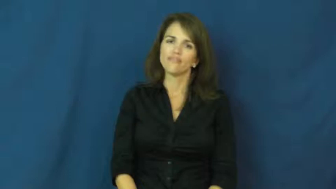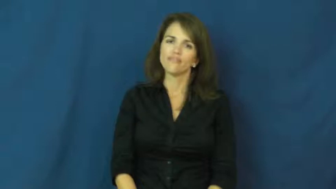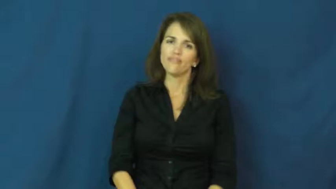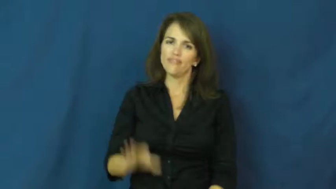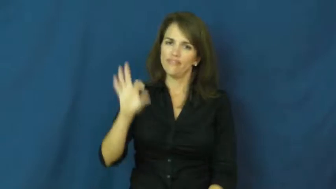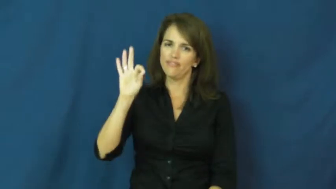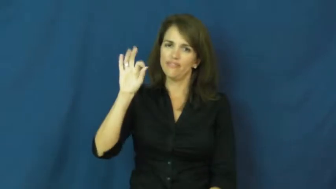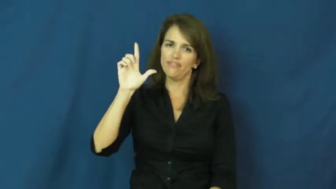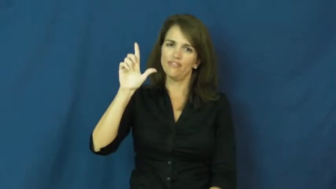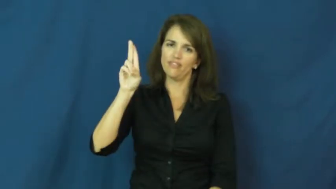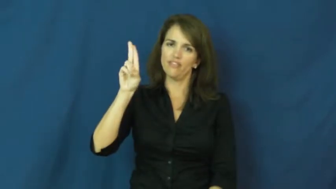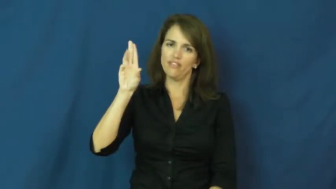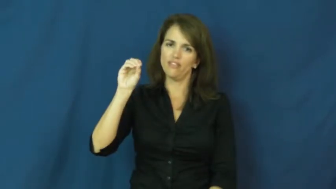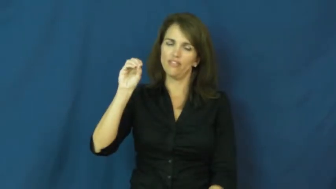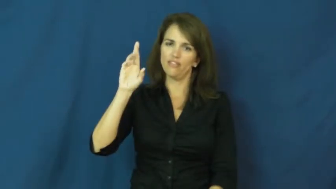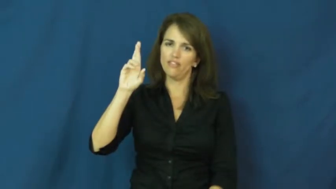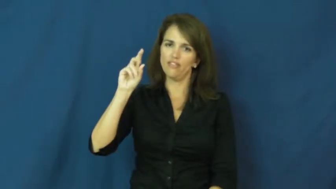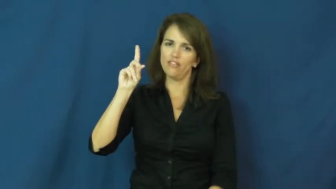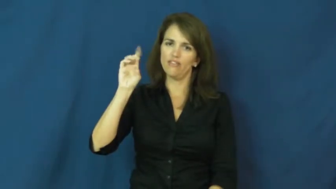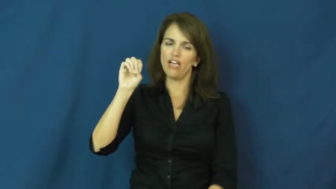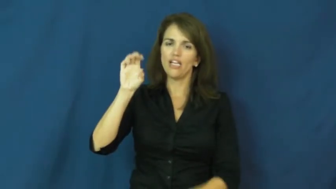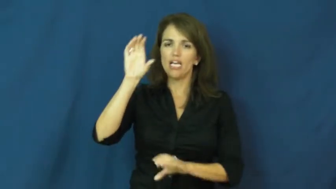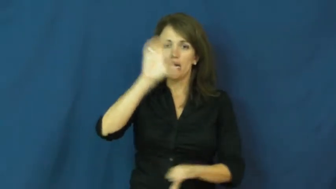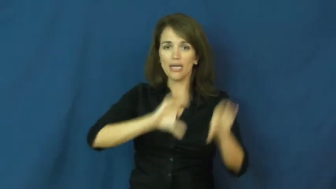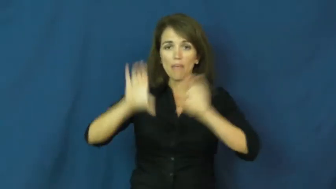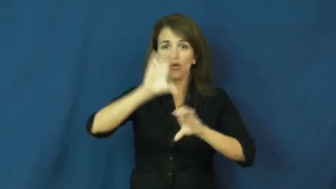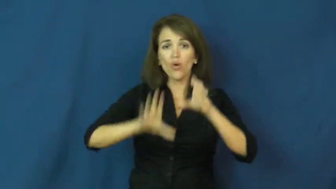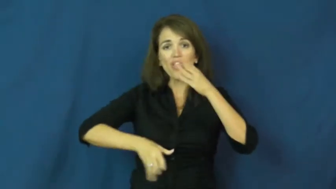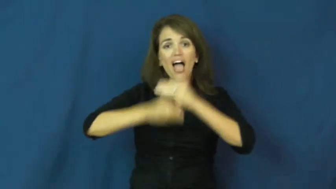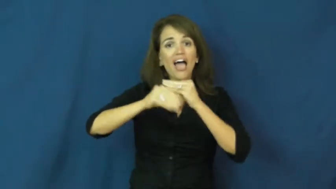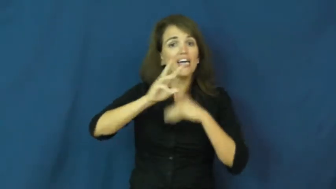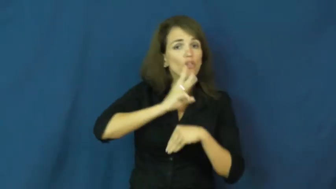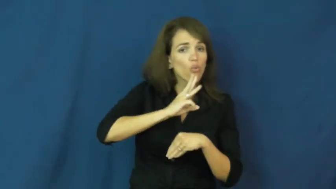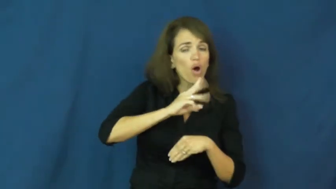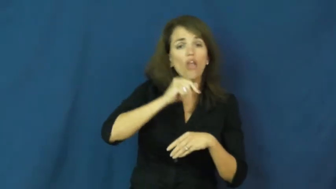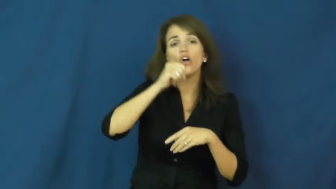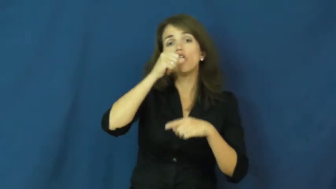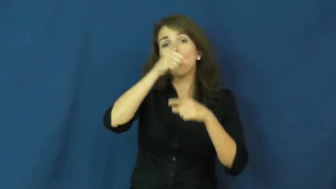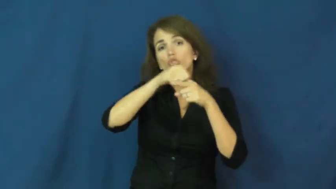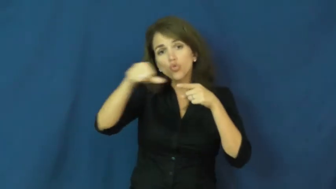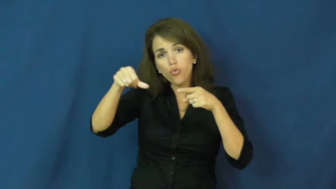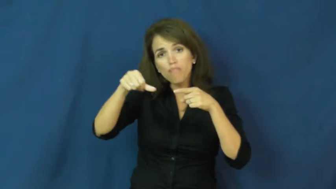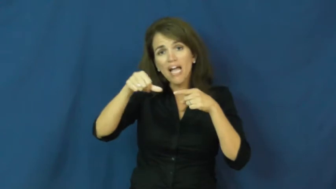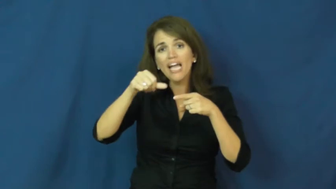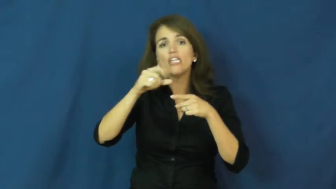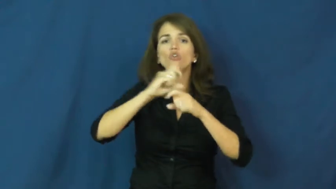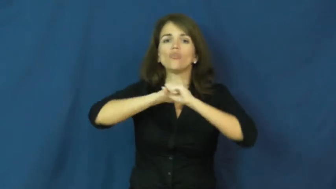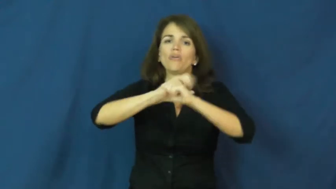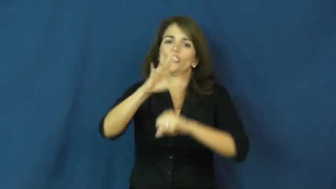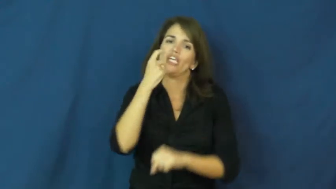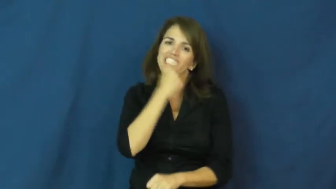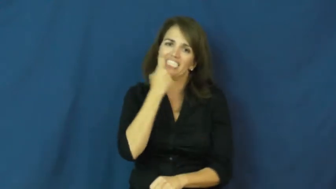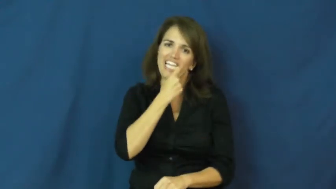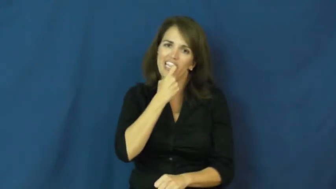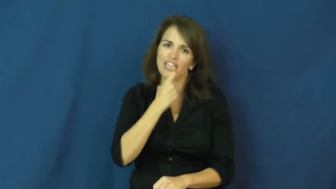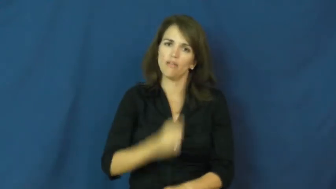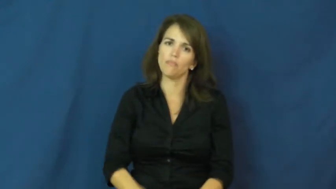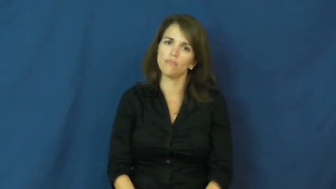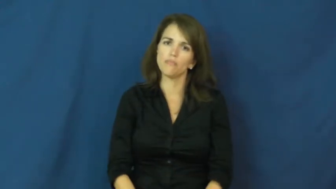fluoride